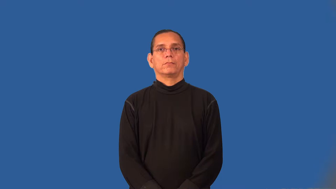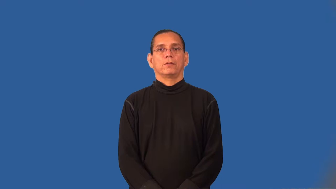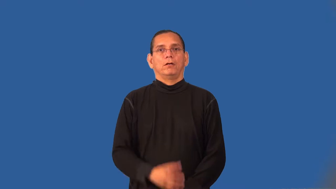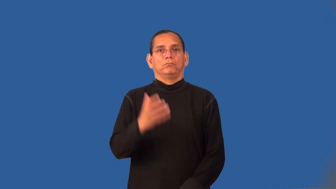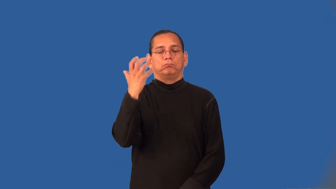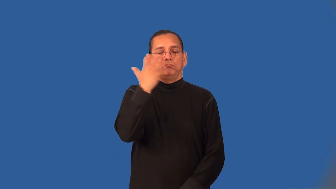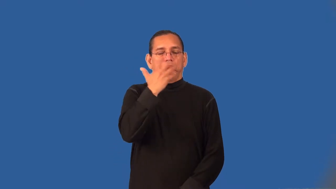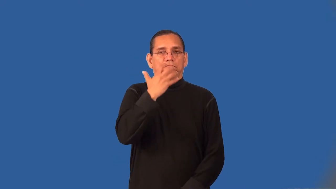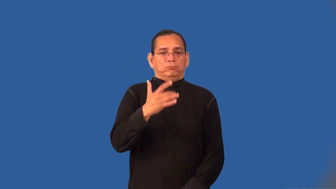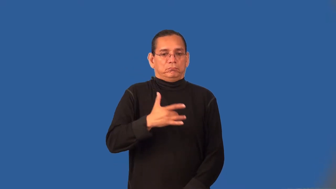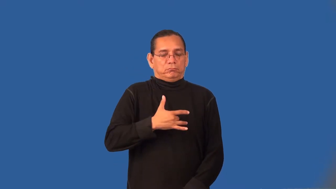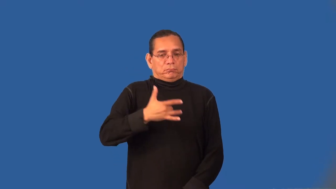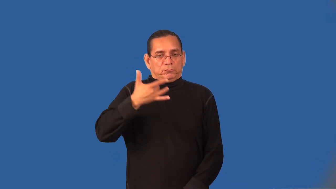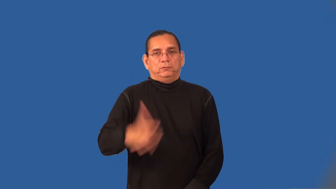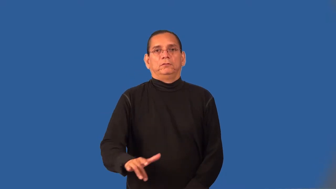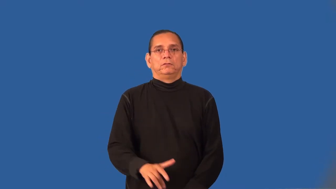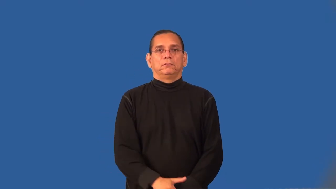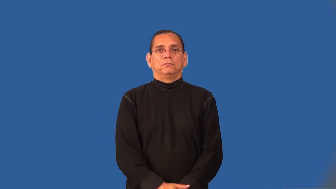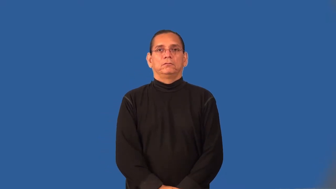supersensitive